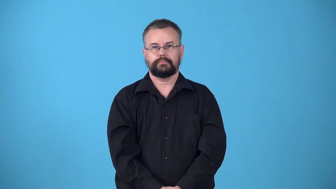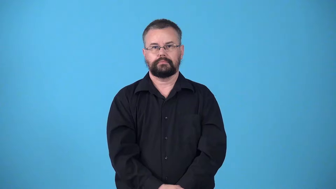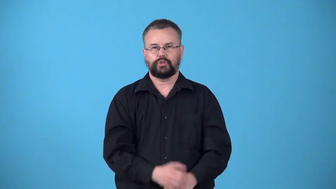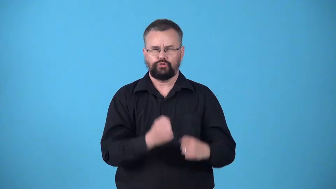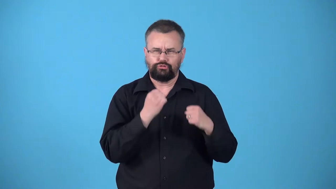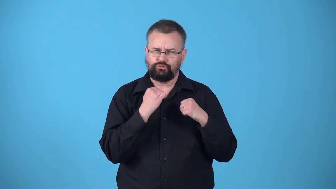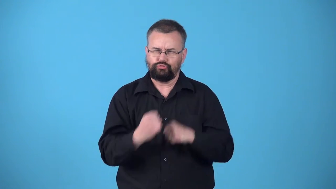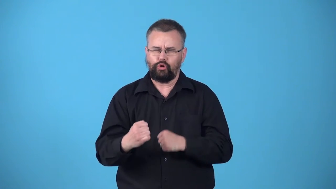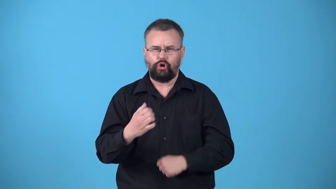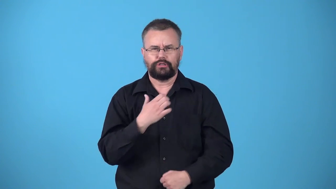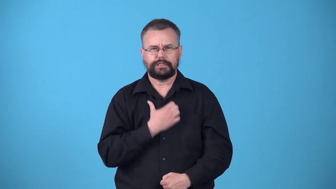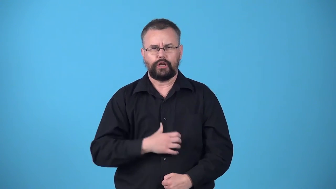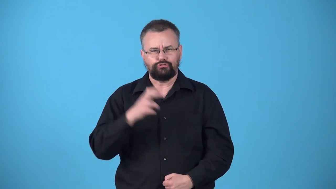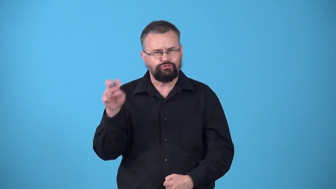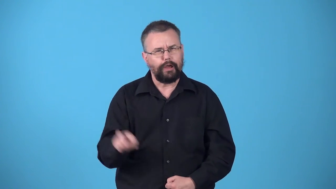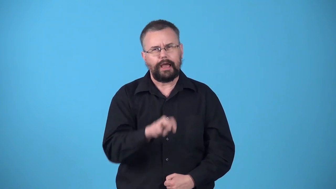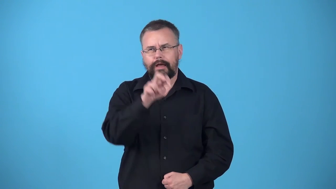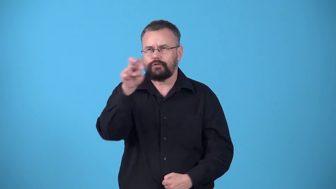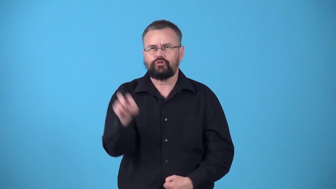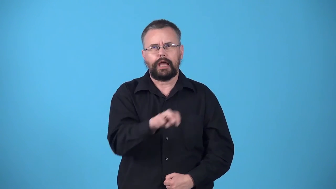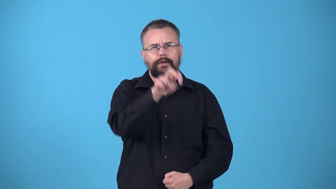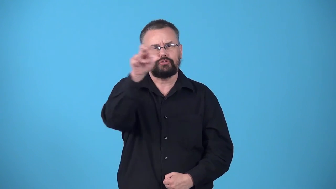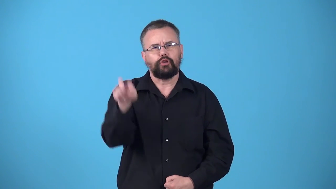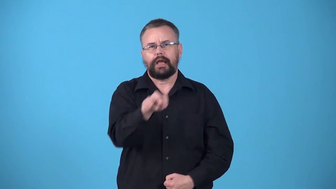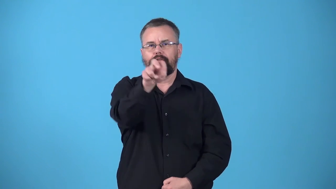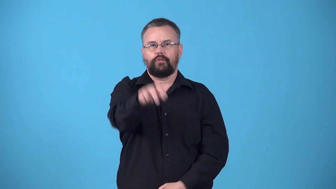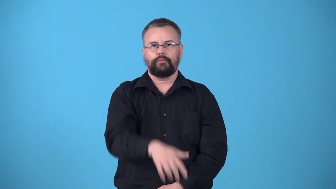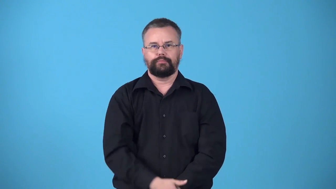wanderlust